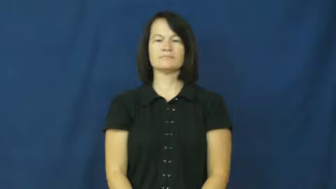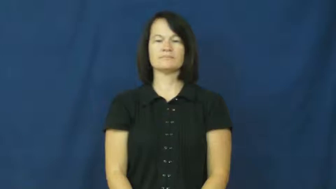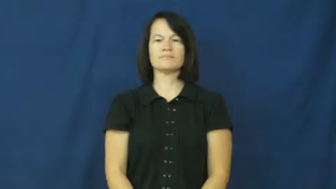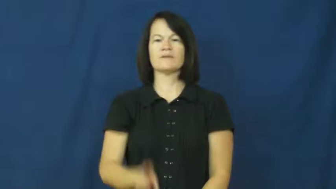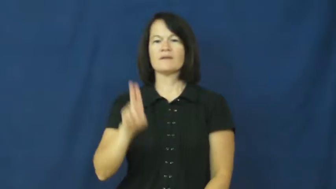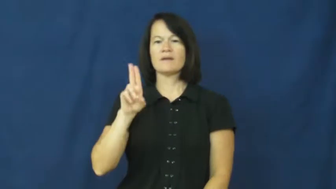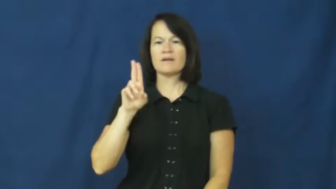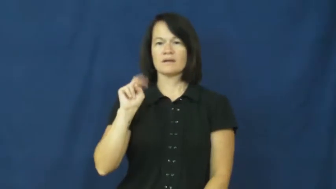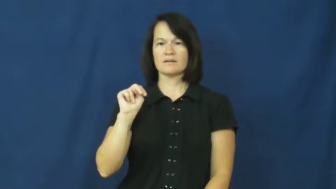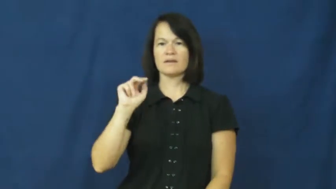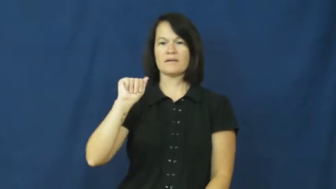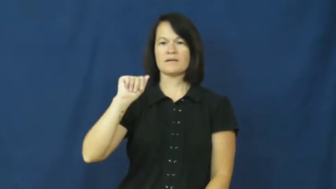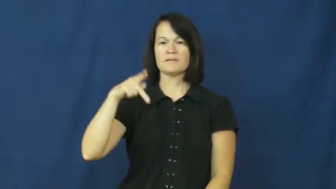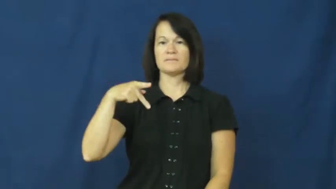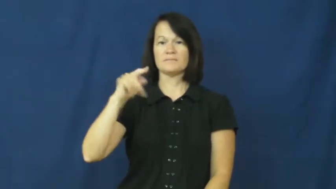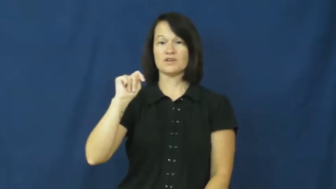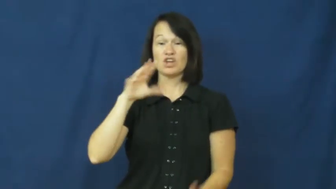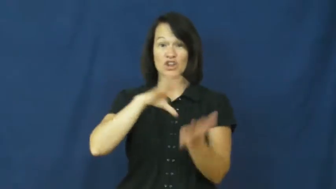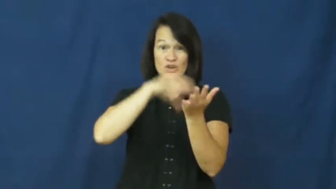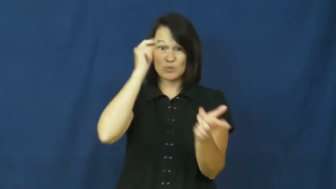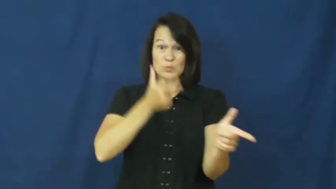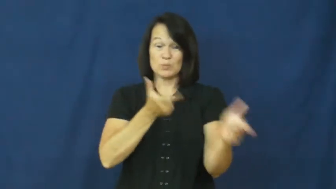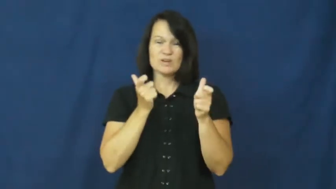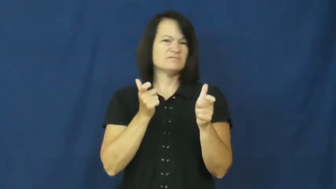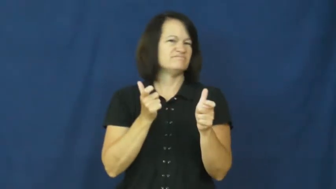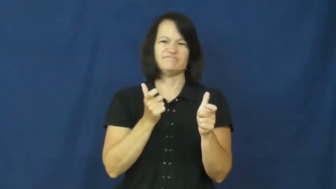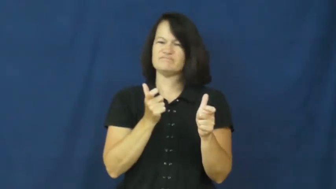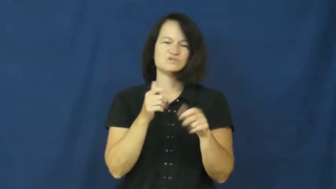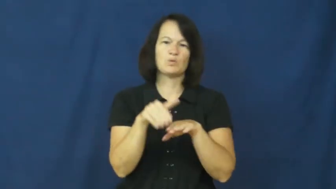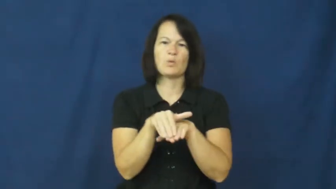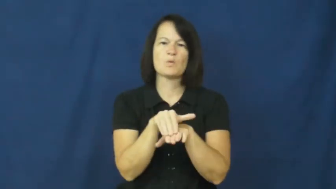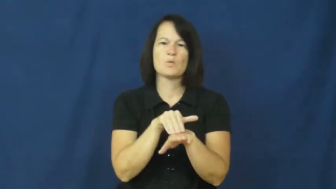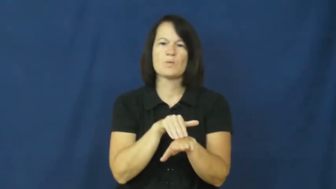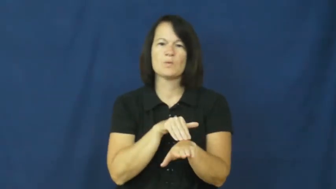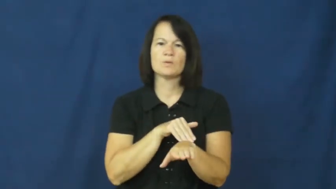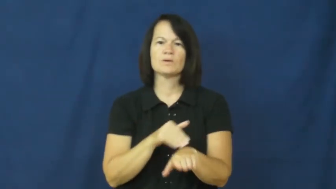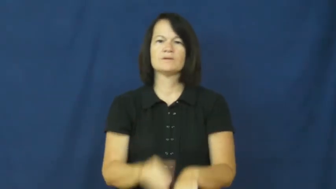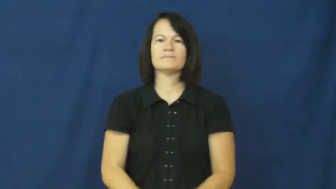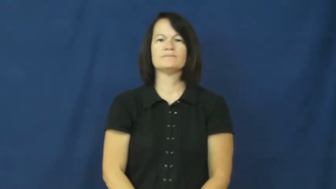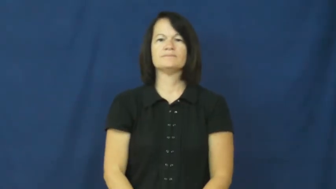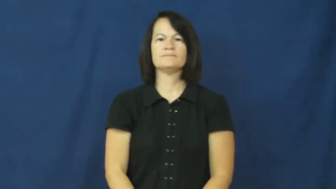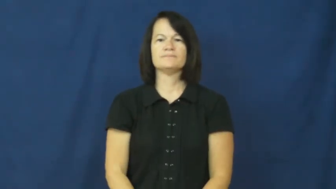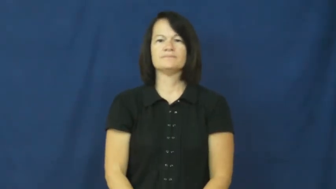unapt-slow to learn